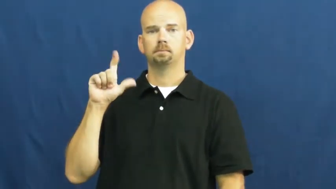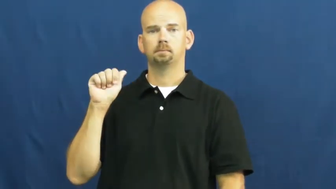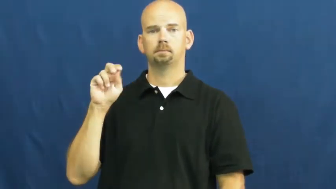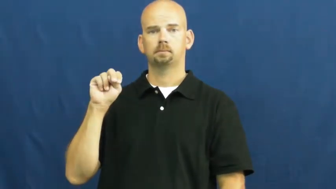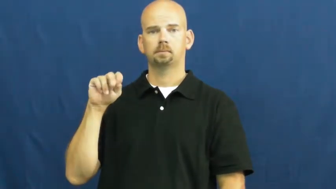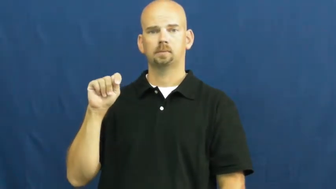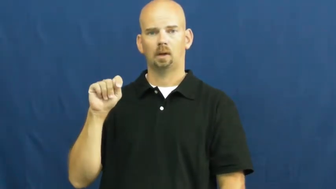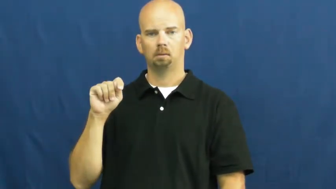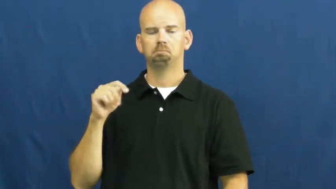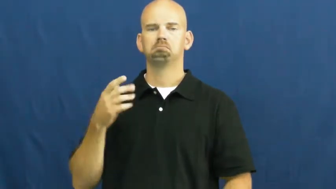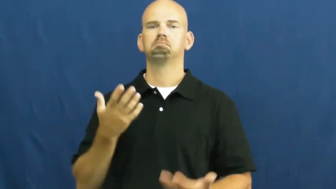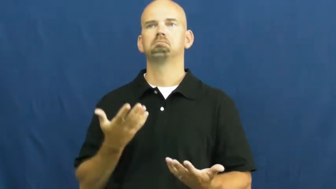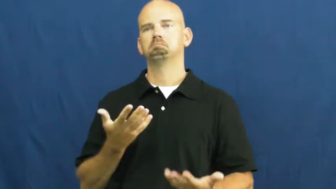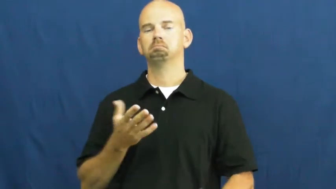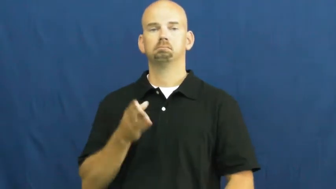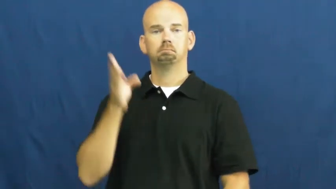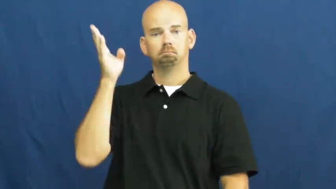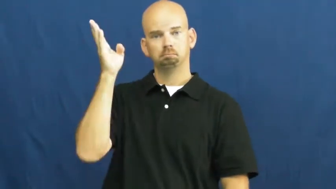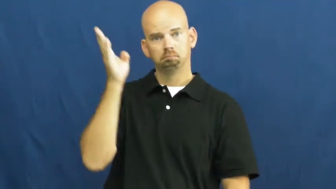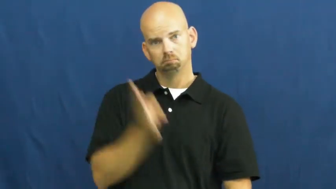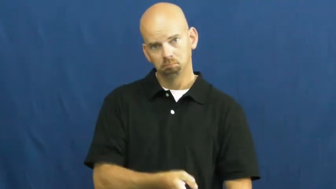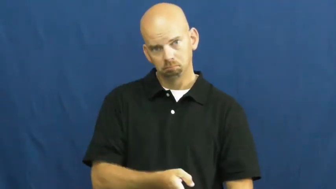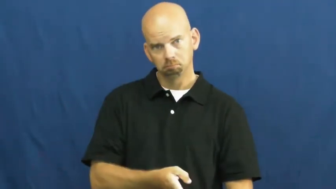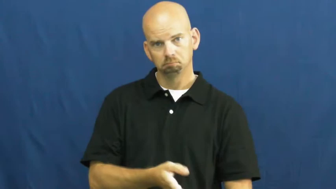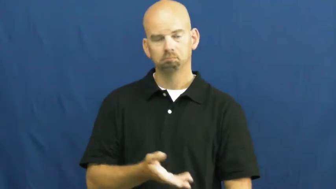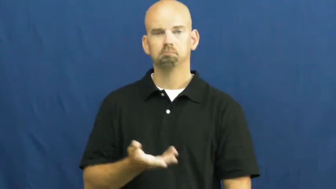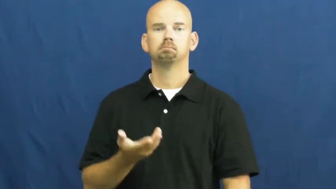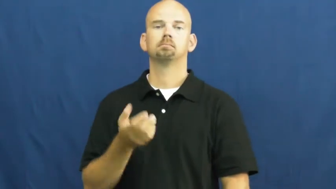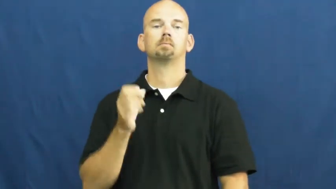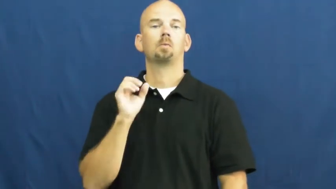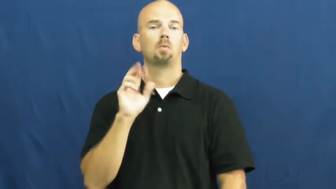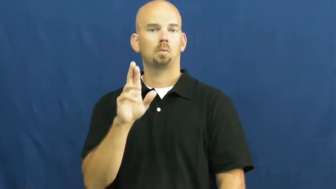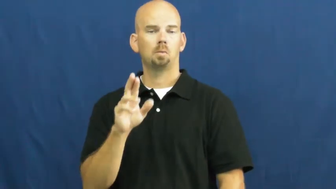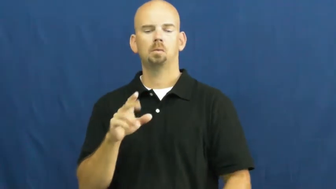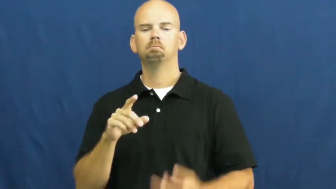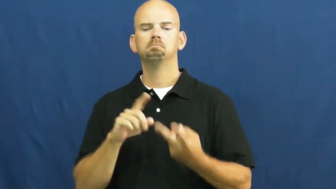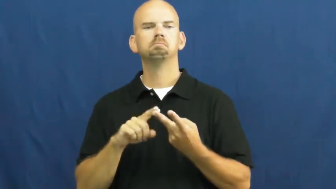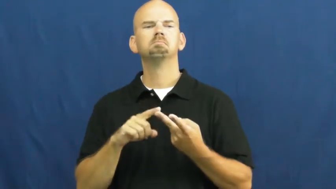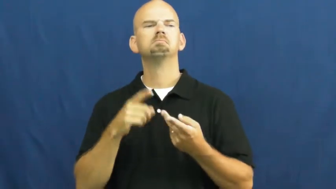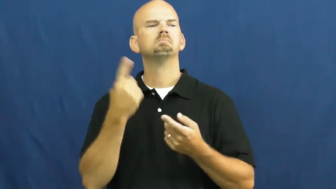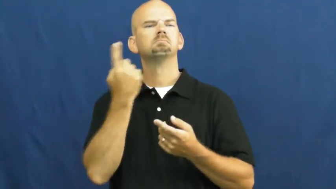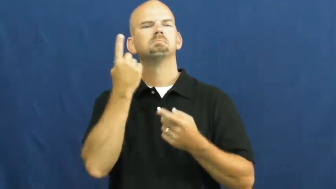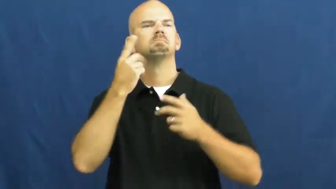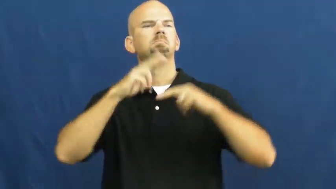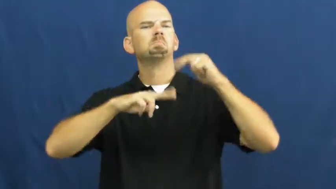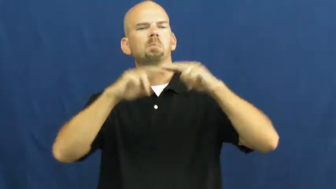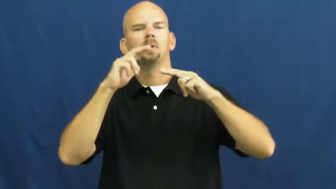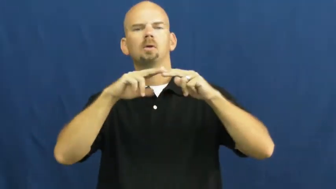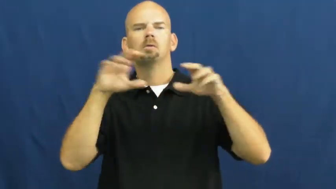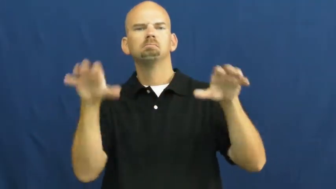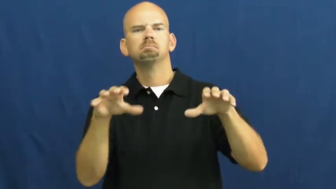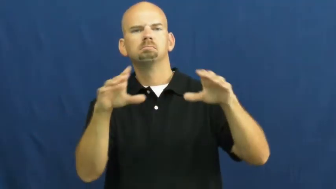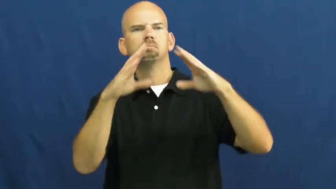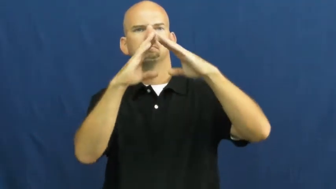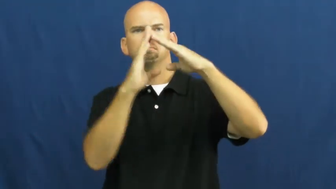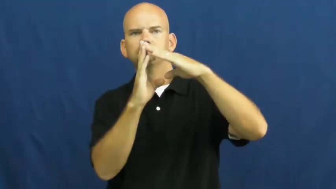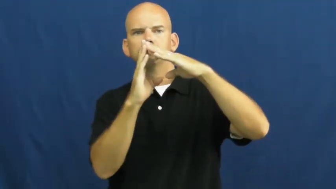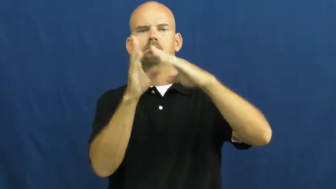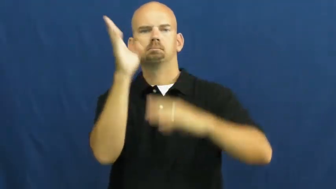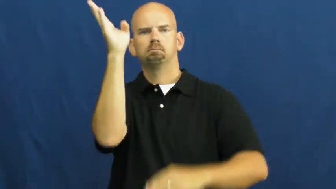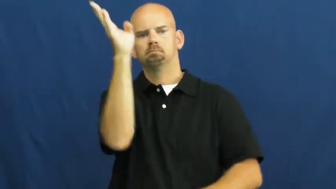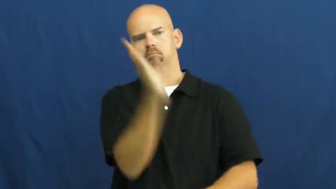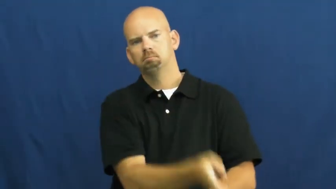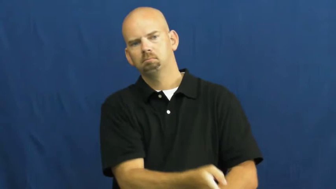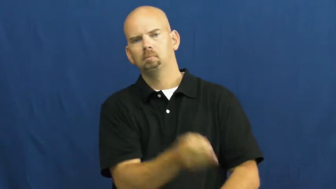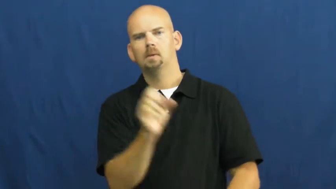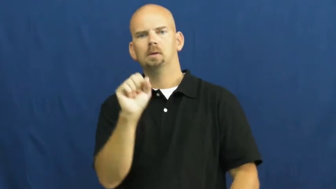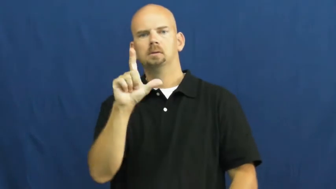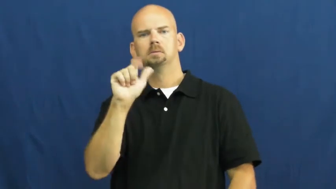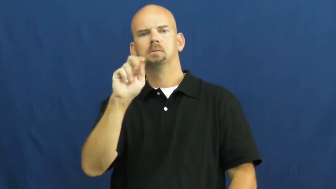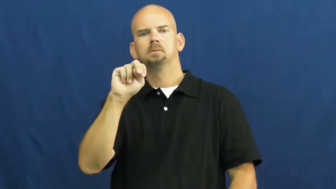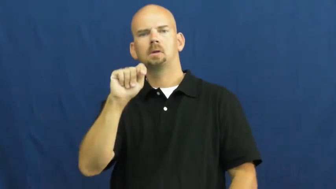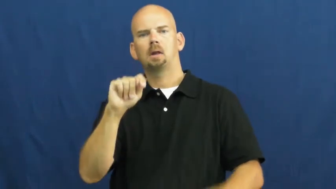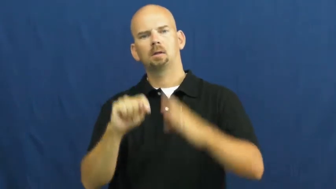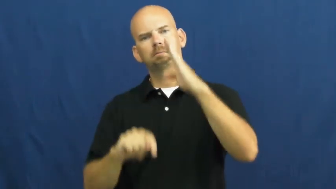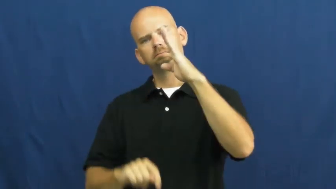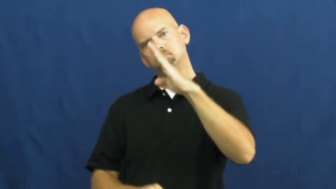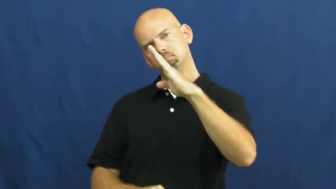slant,aslant-angle